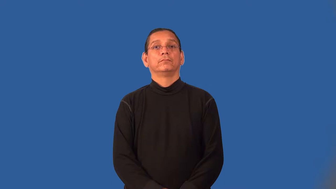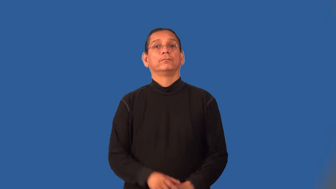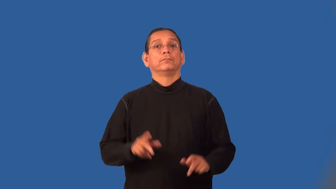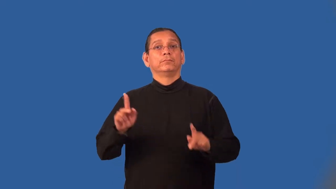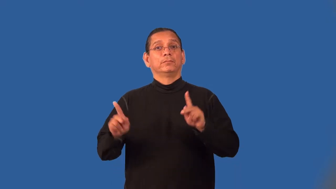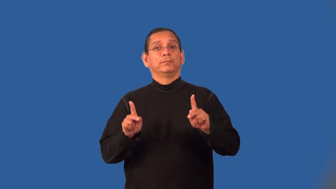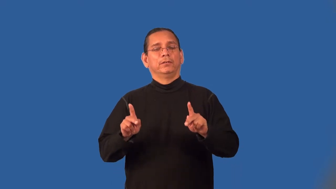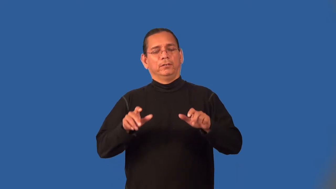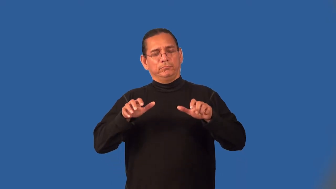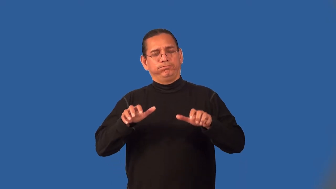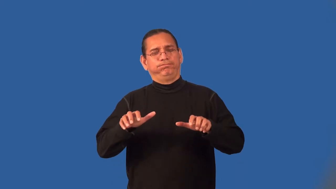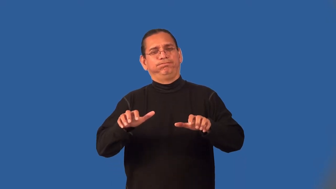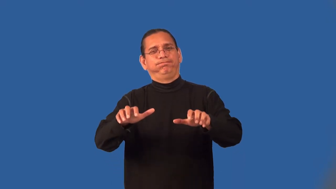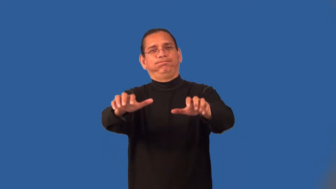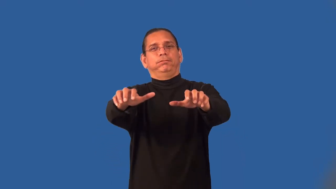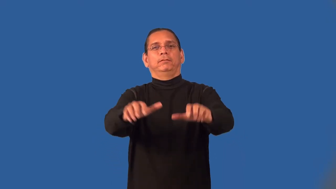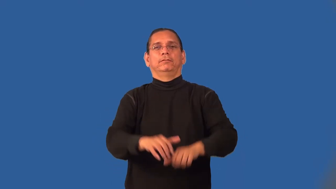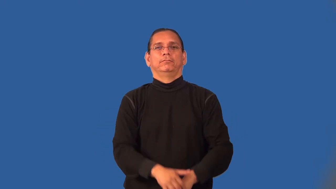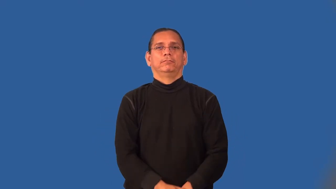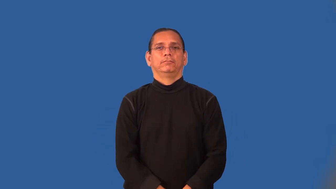mass-form large group